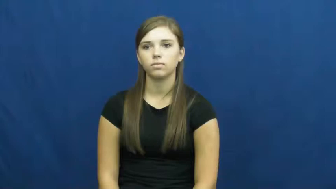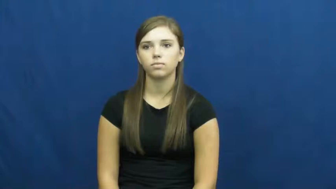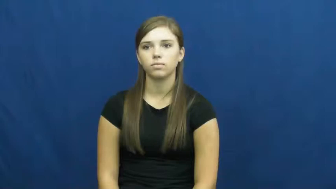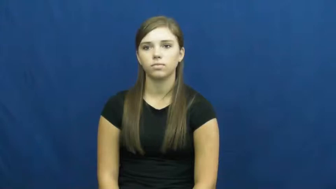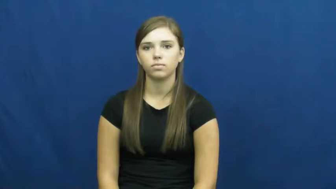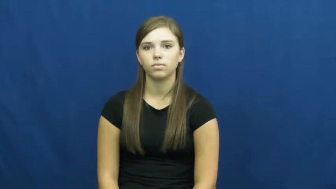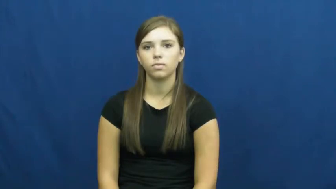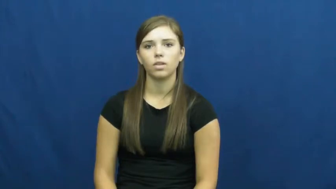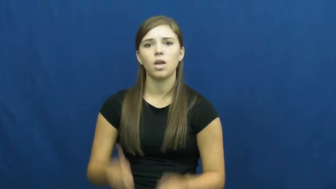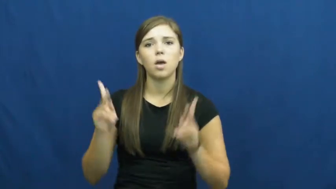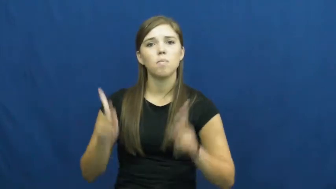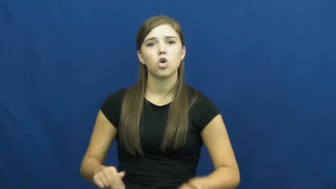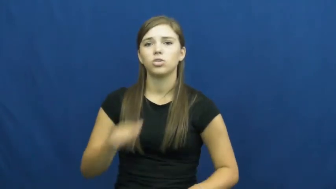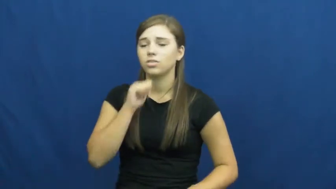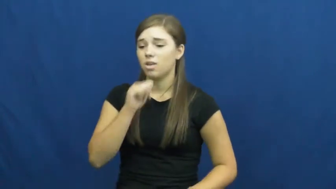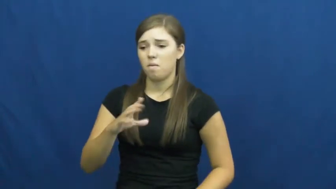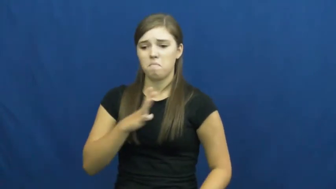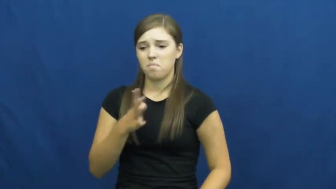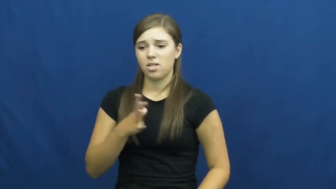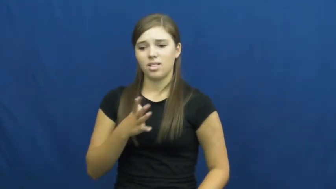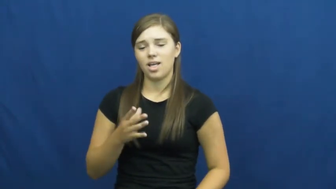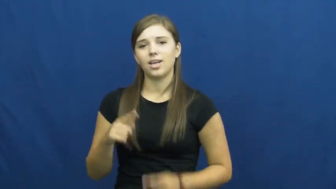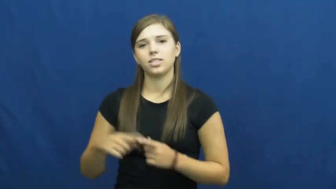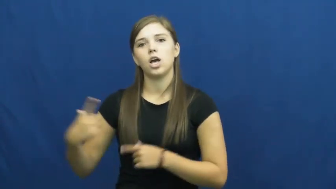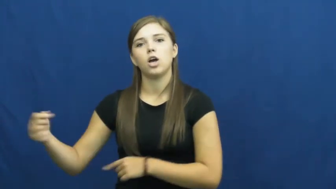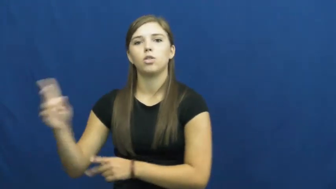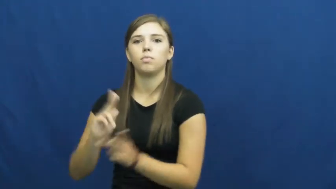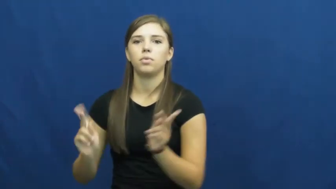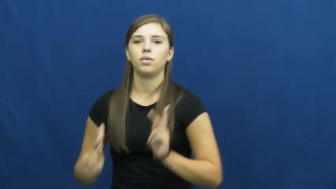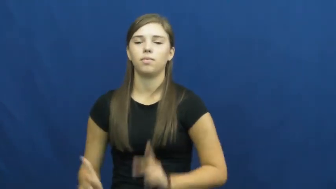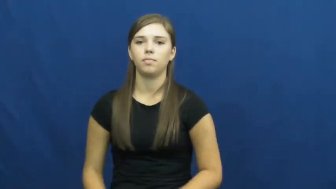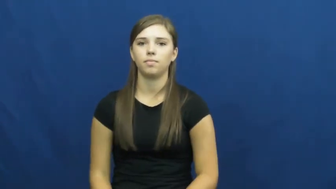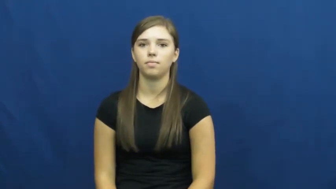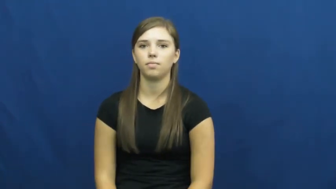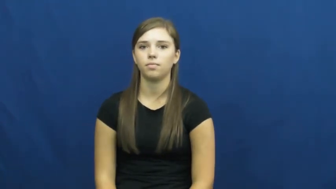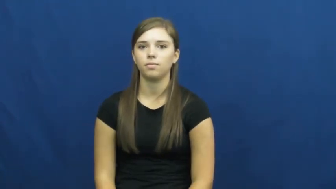uncivil